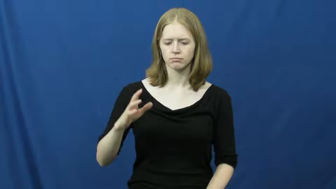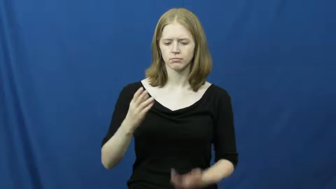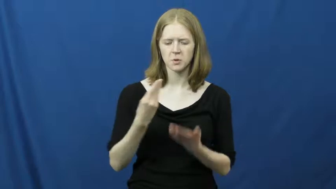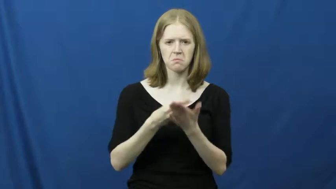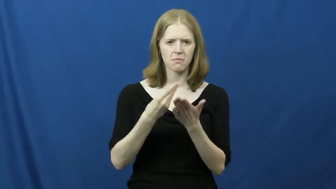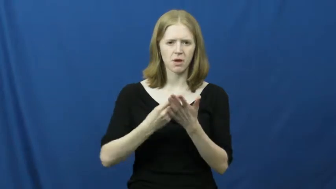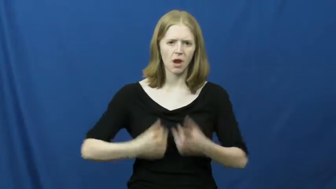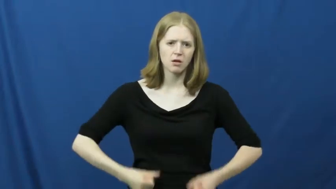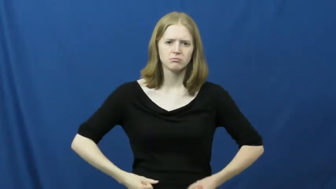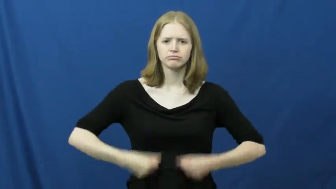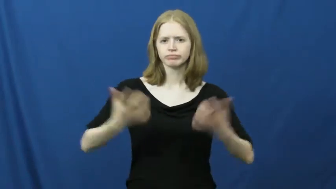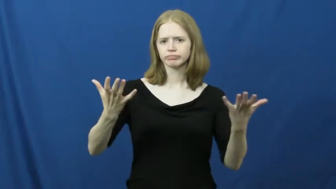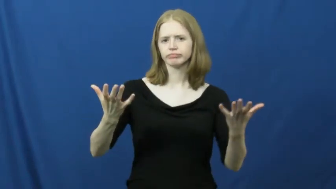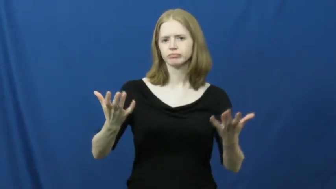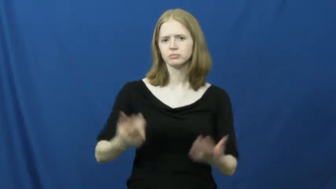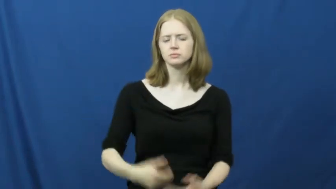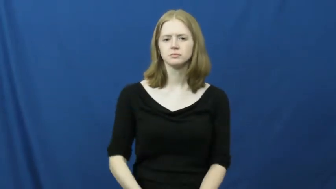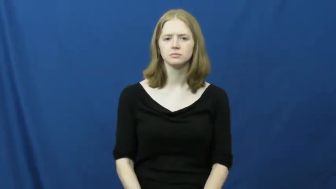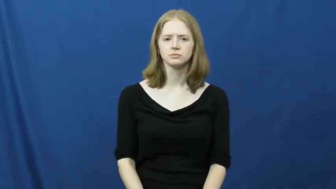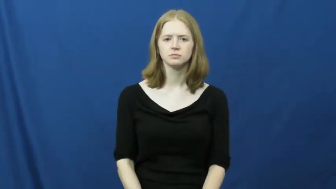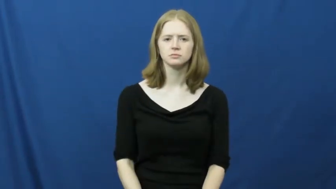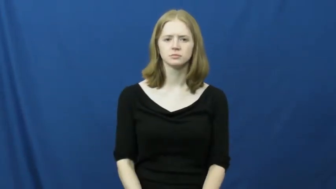spendthrift,profligate,extravagant